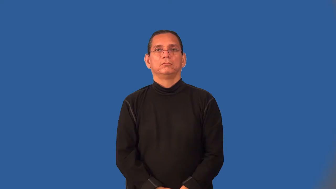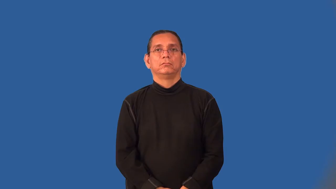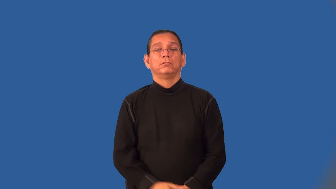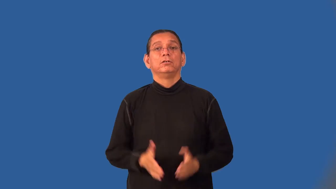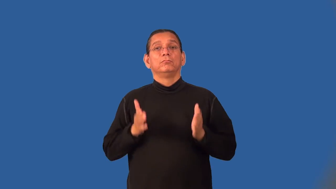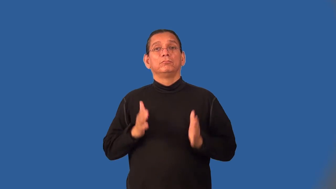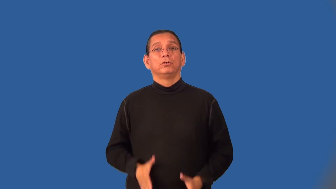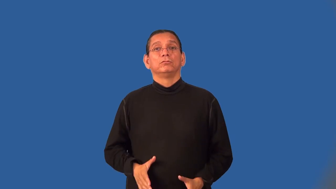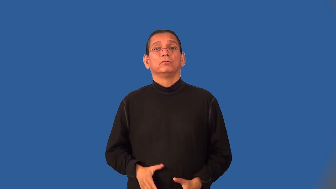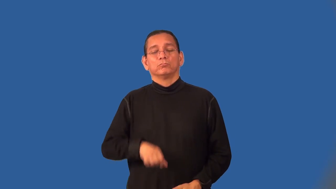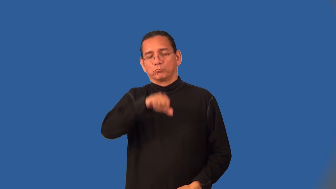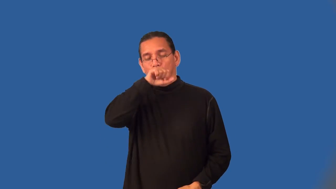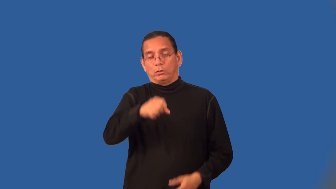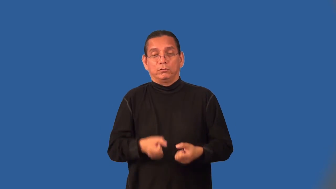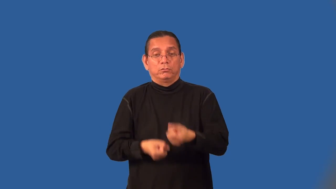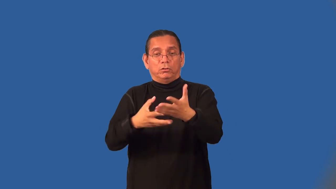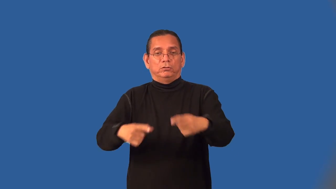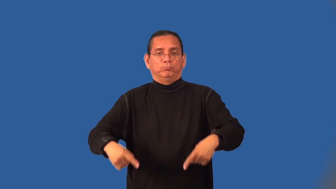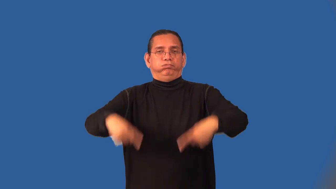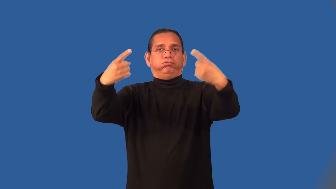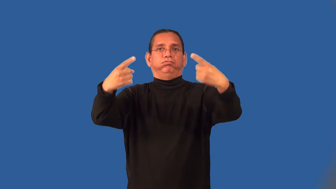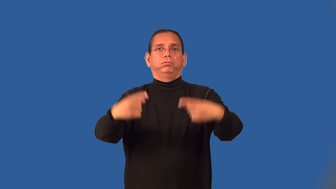hatemonger